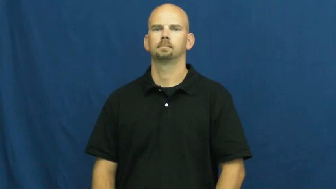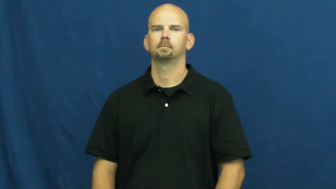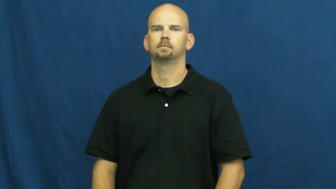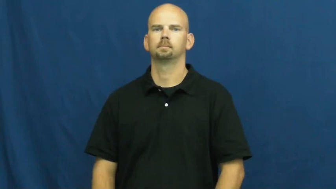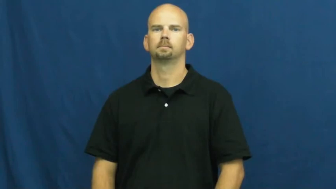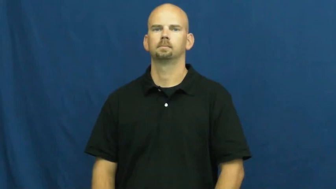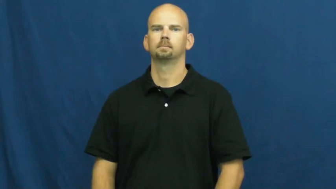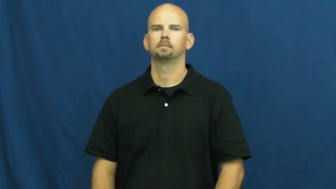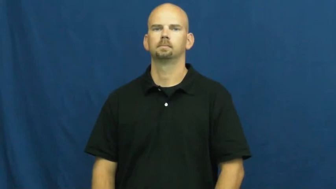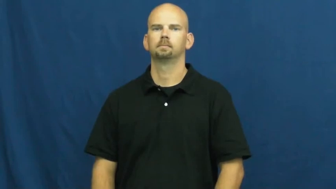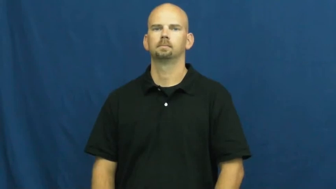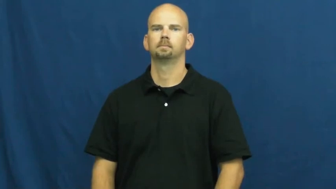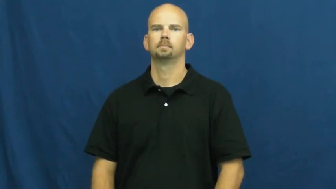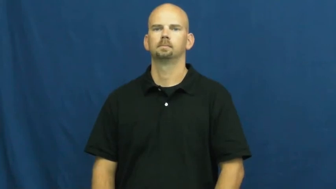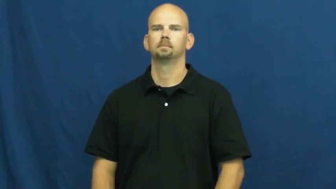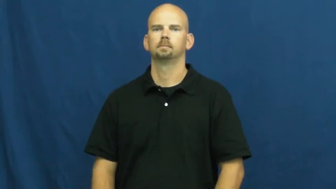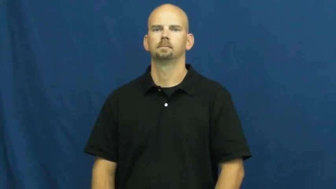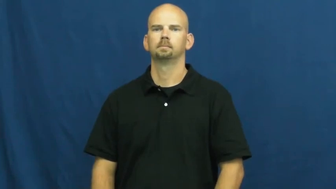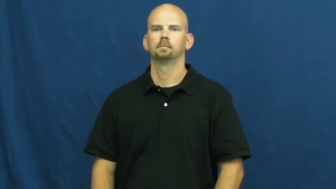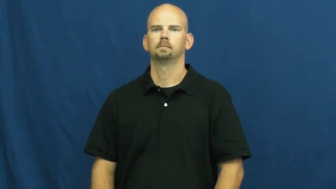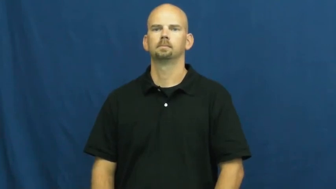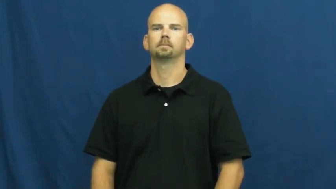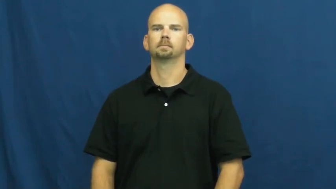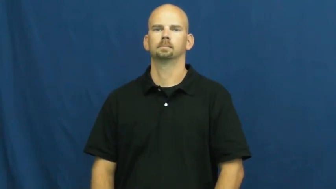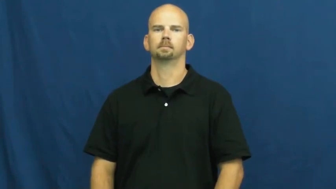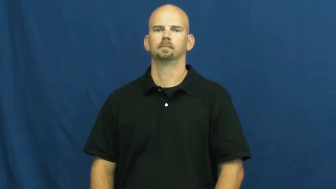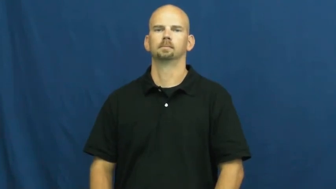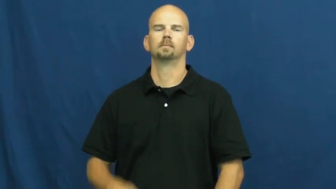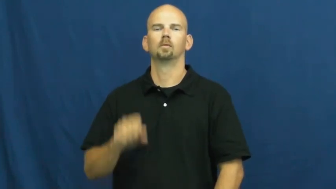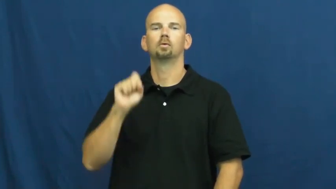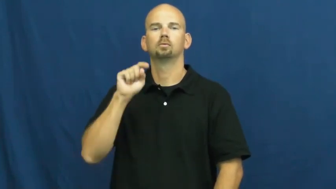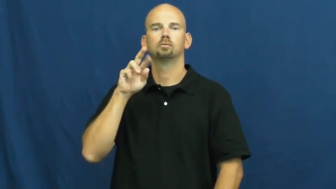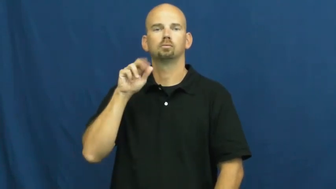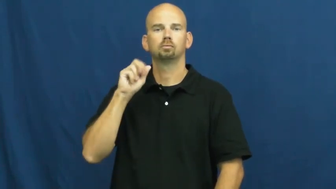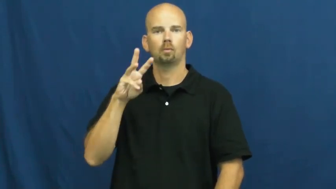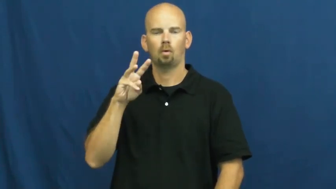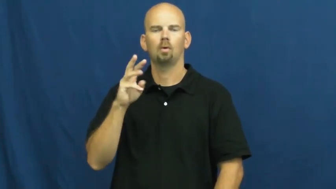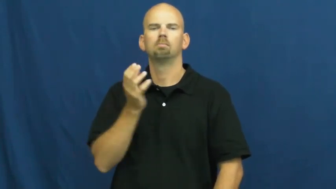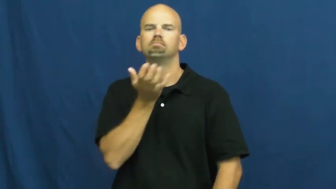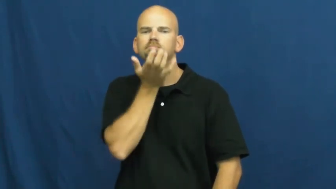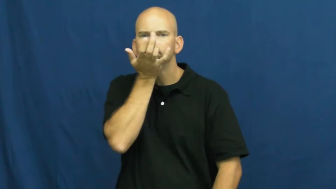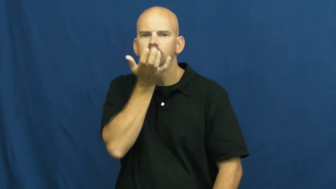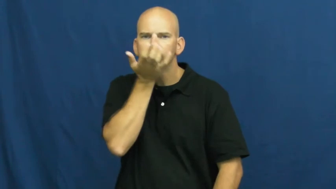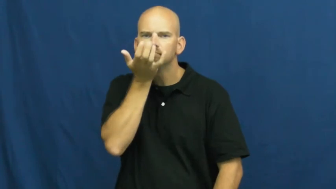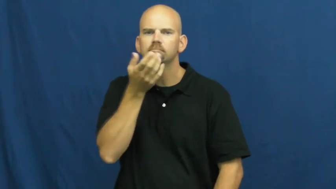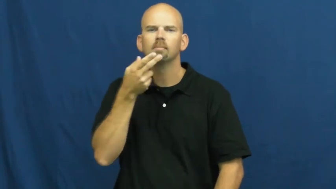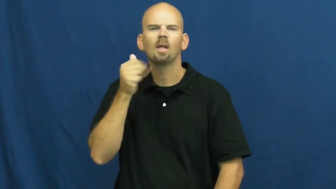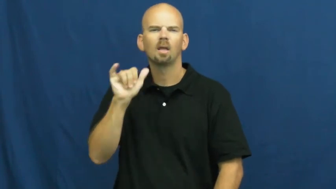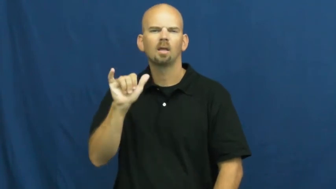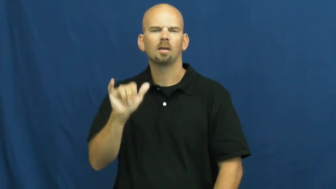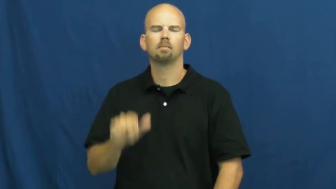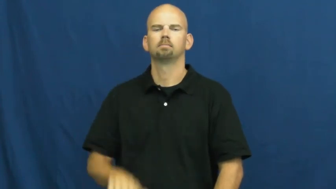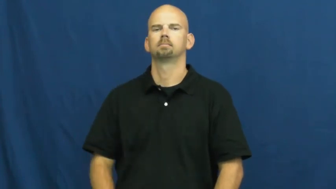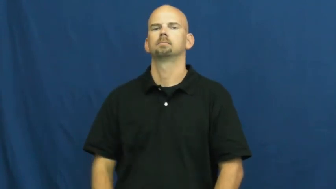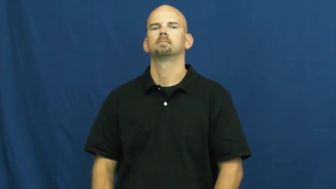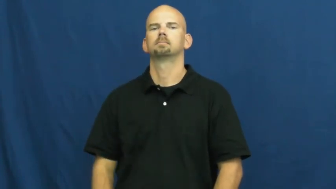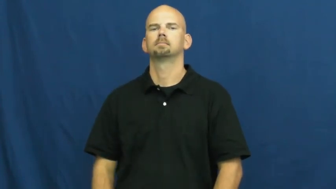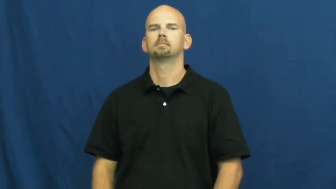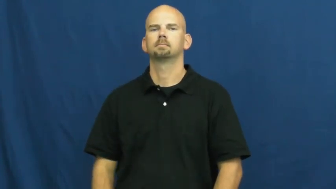straw-hay